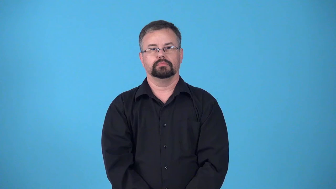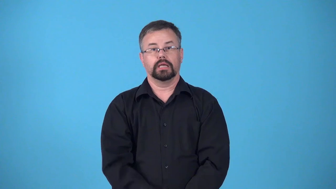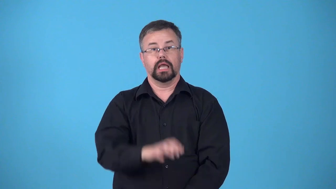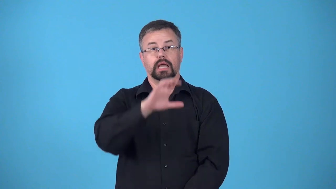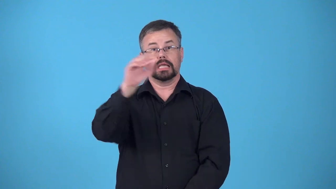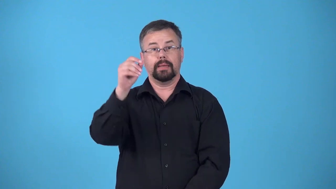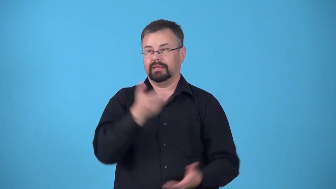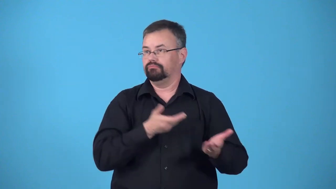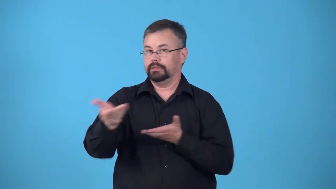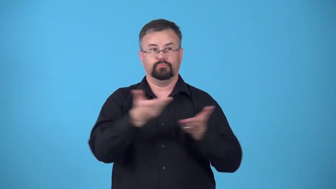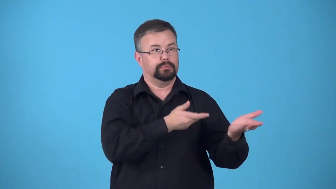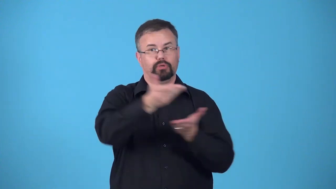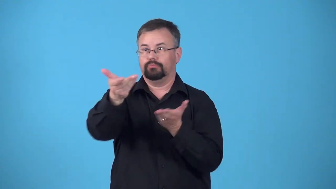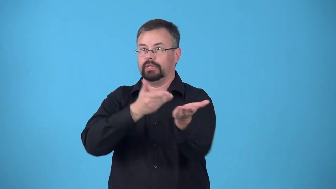carrier-company that moves things